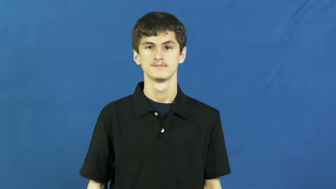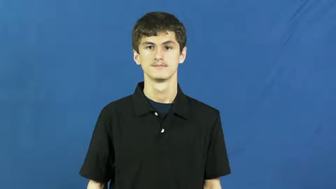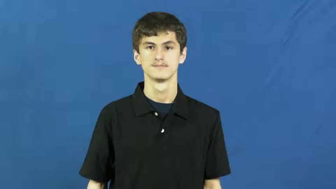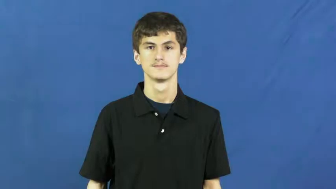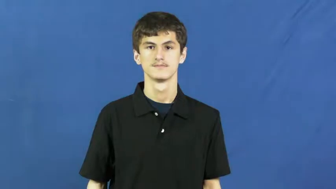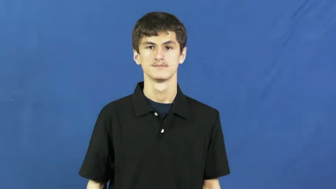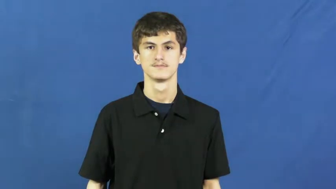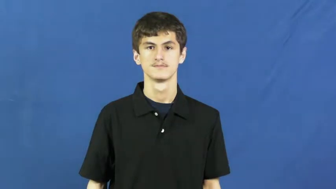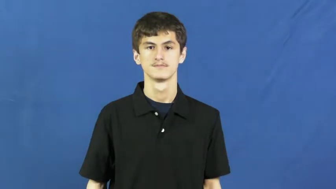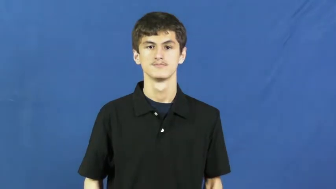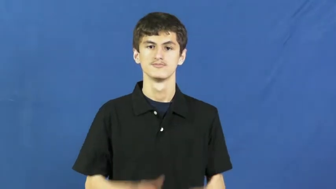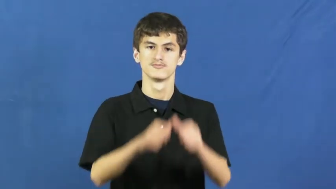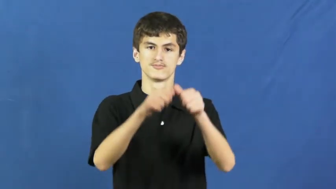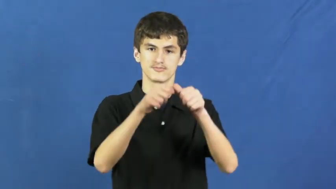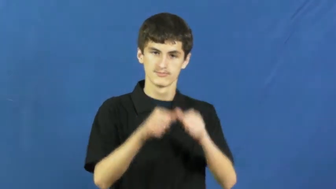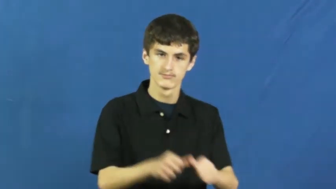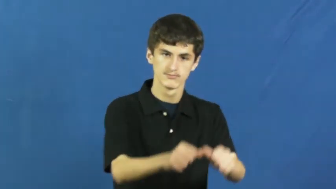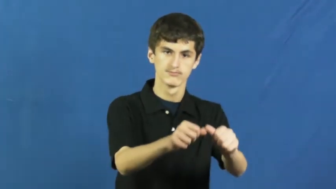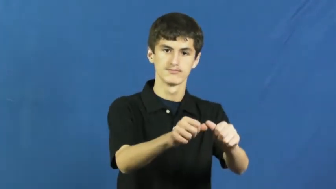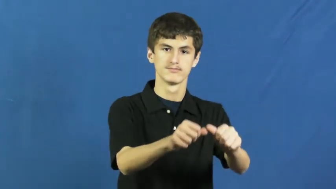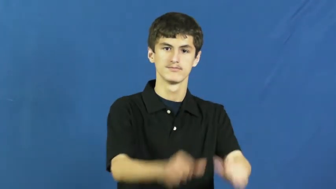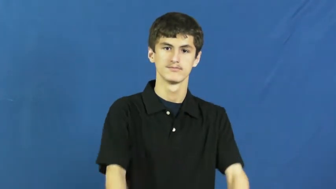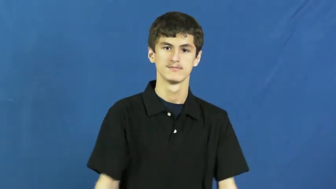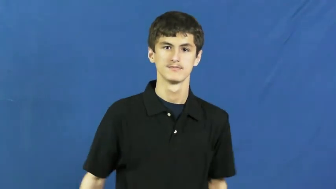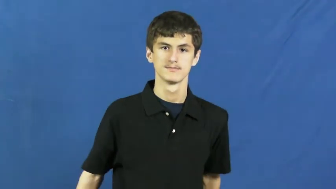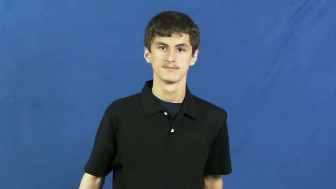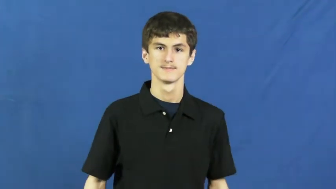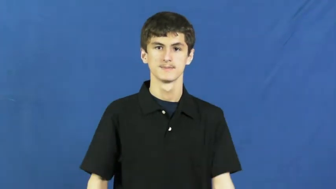press ahead,press on,press forward,onward